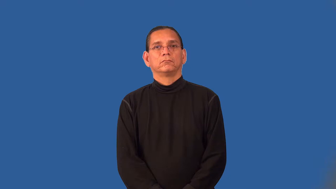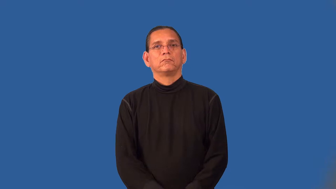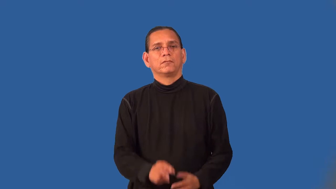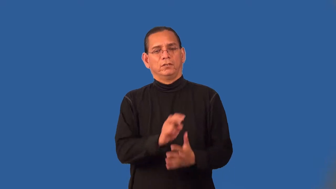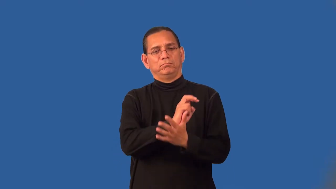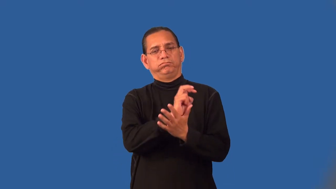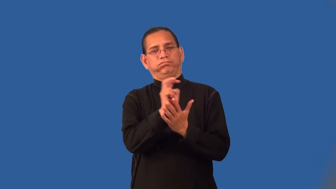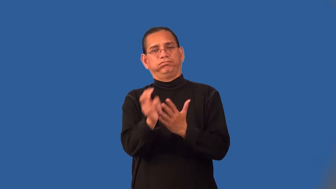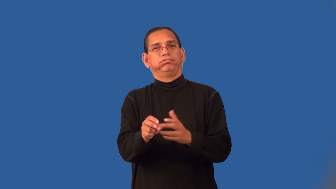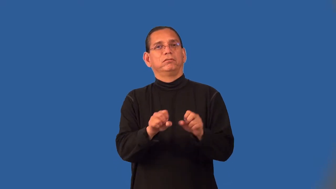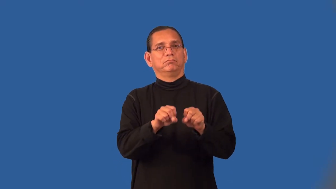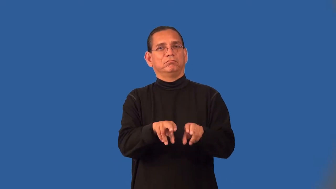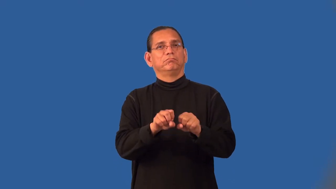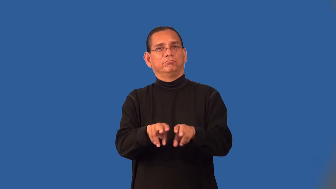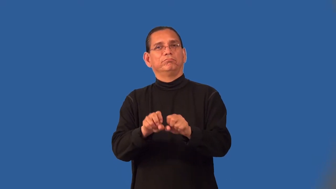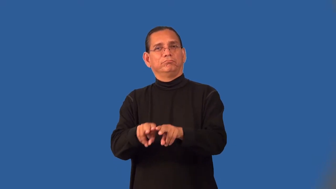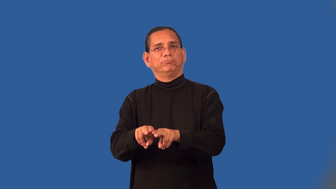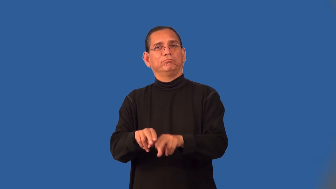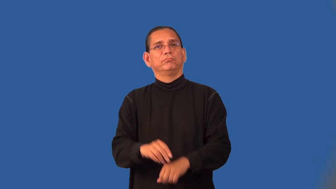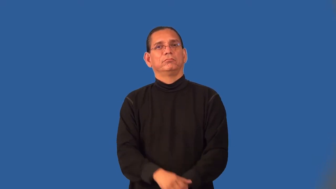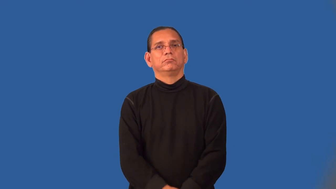philander